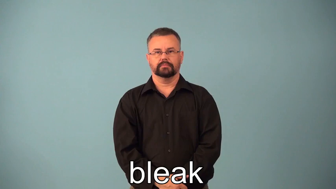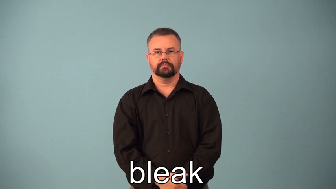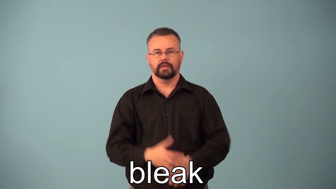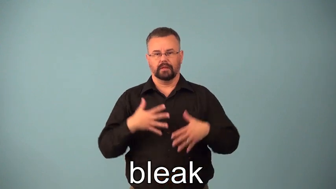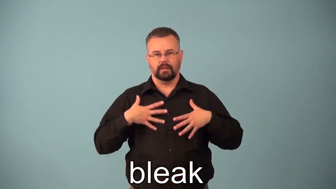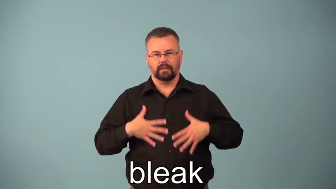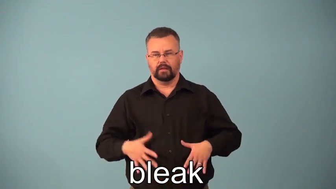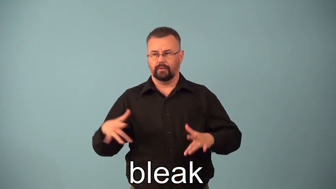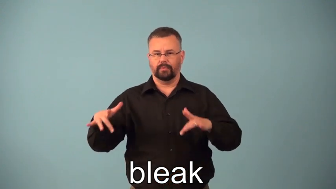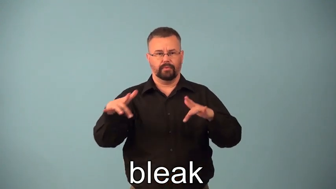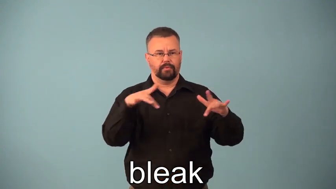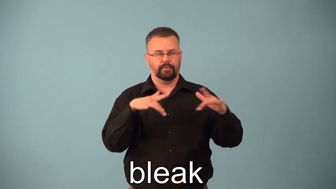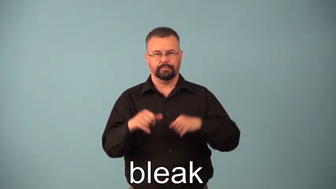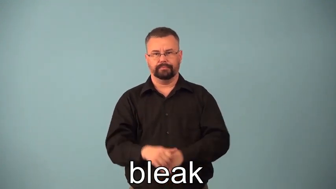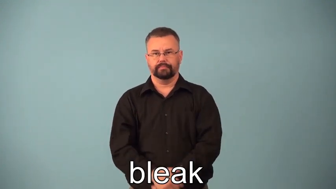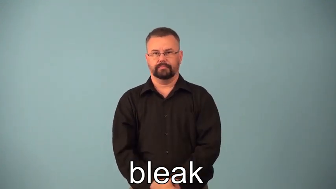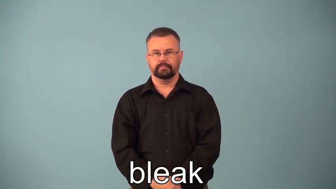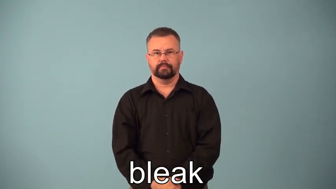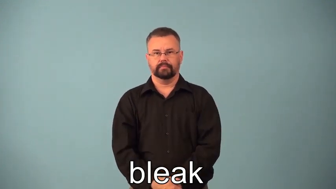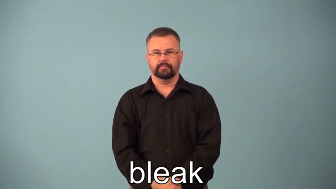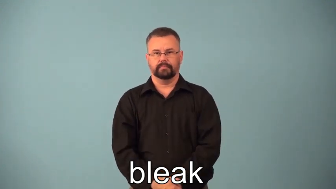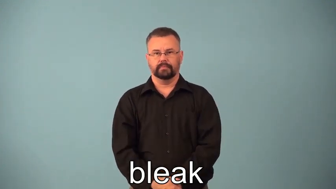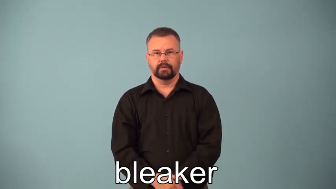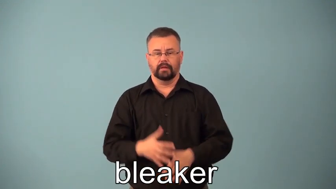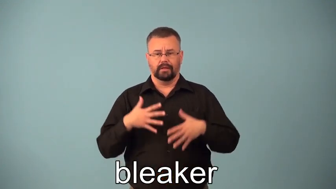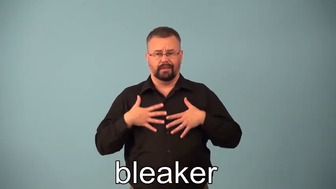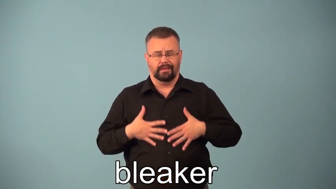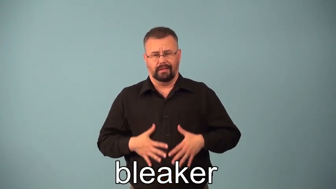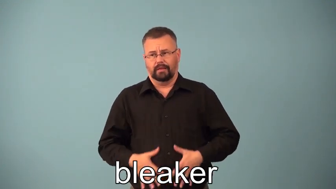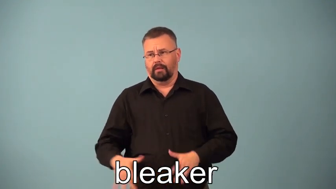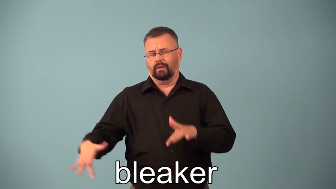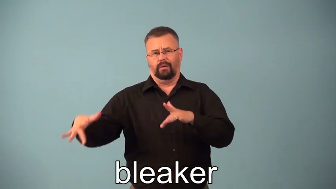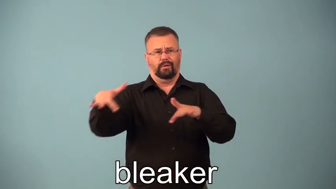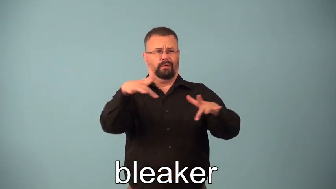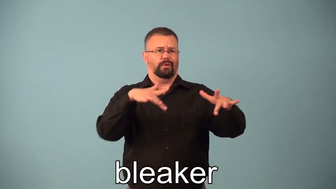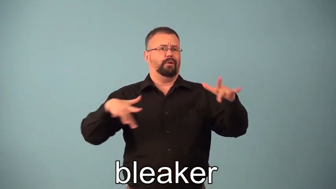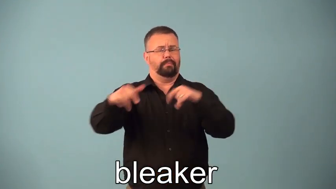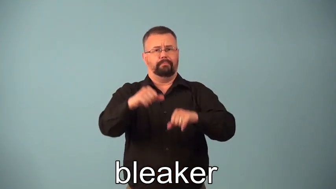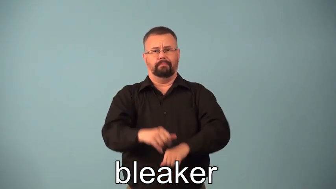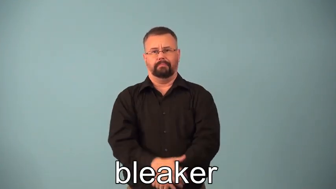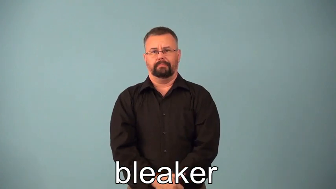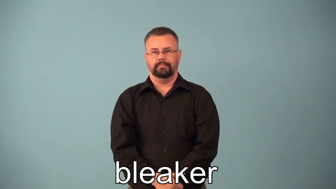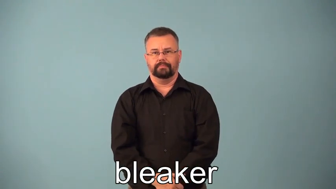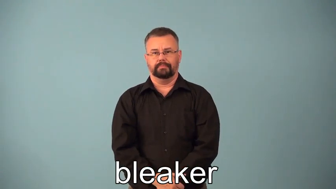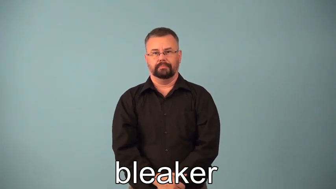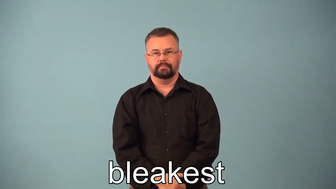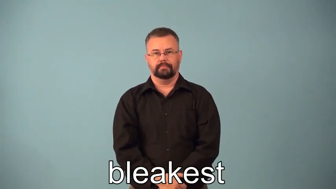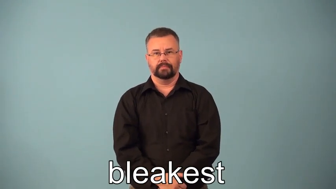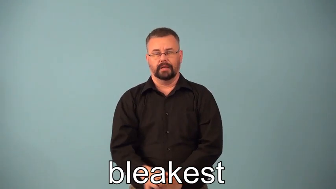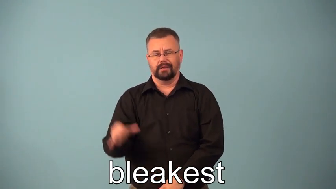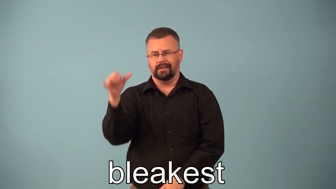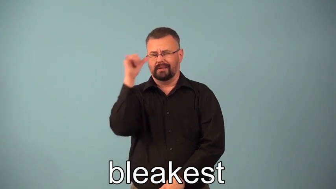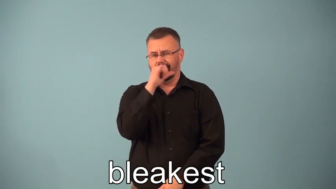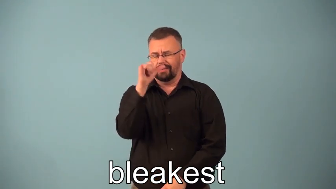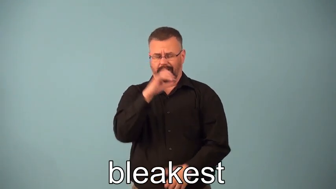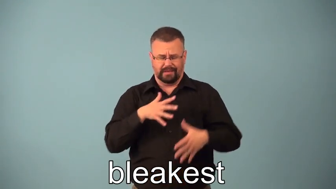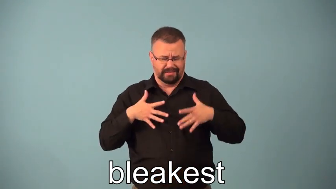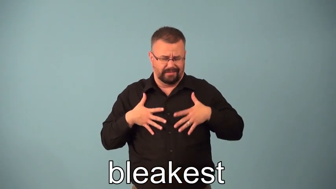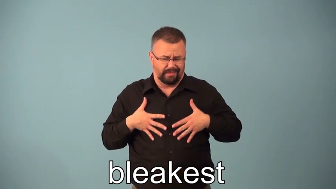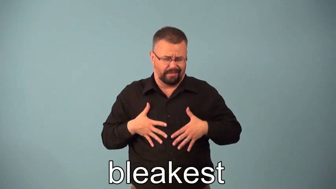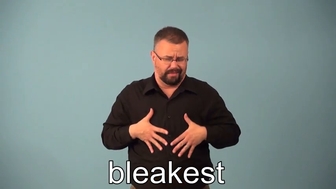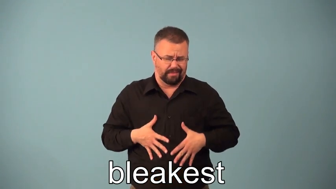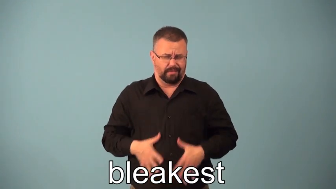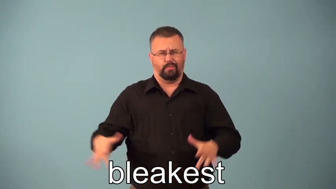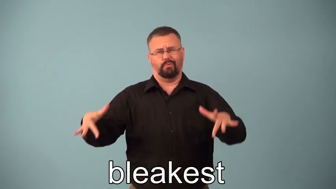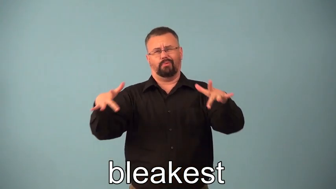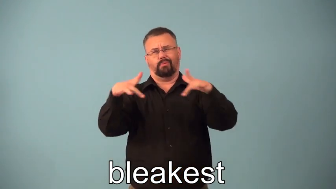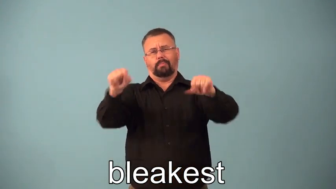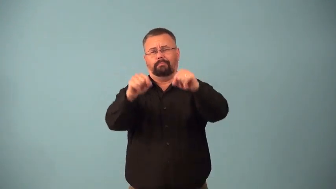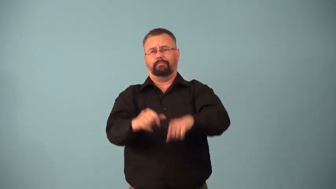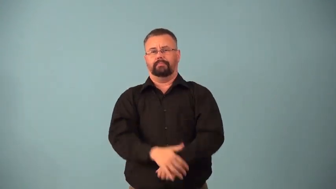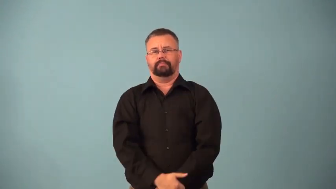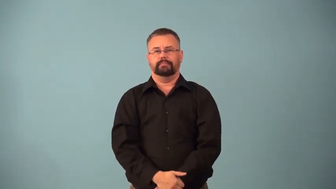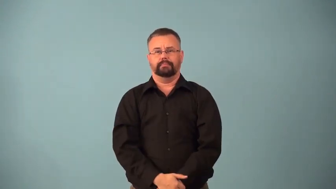bleaker,bleakest